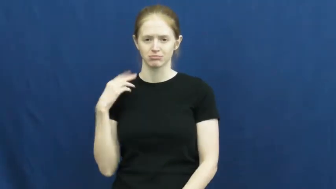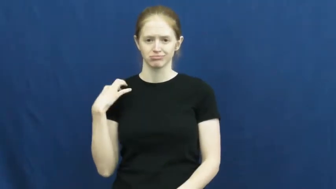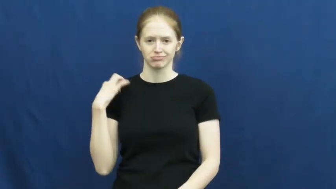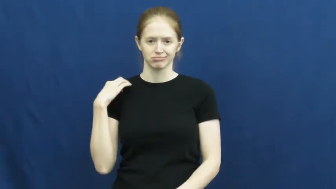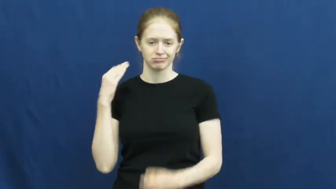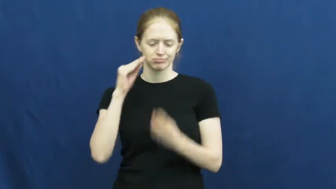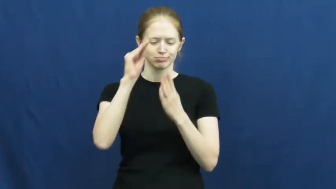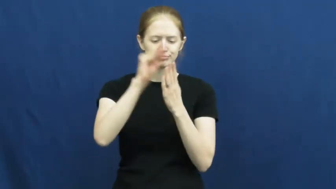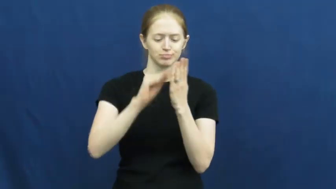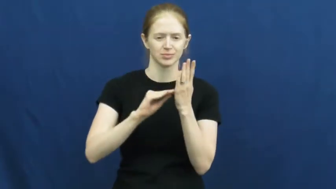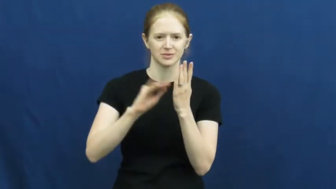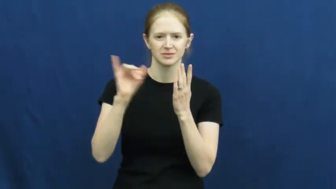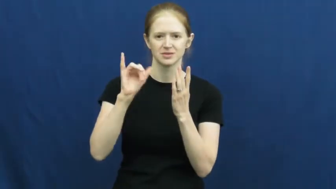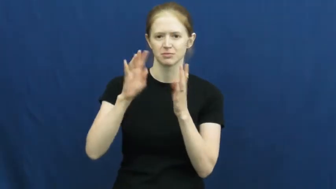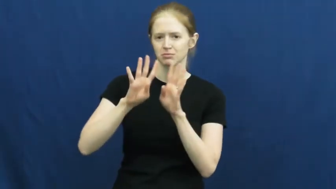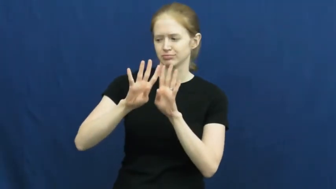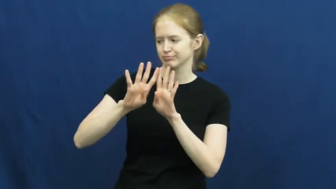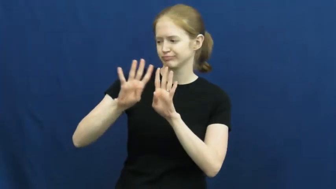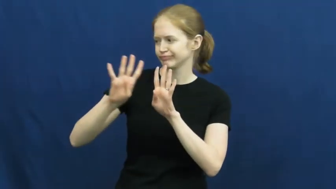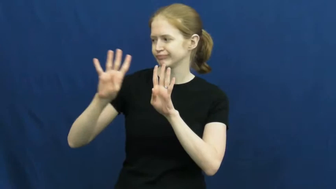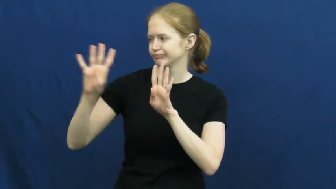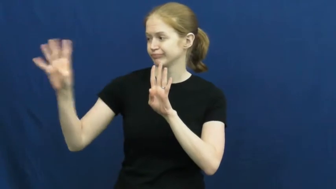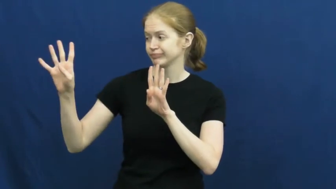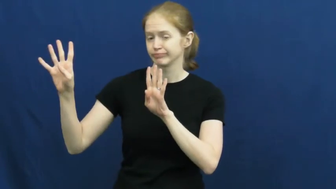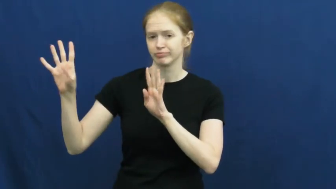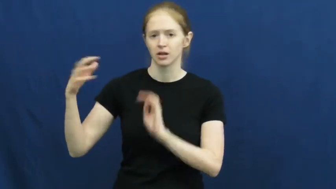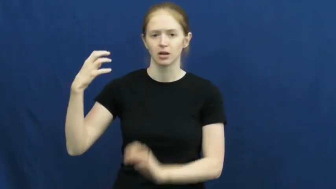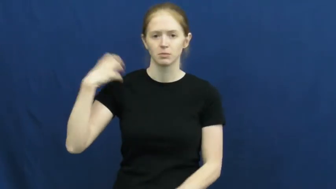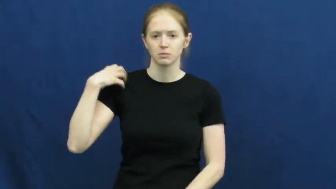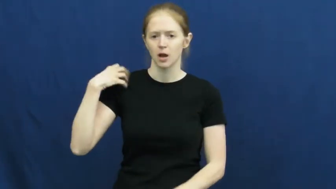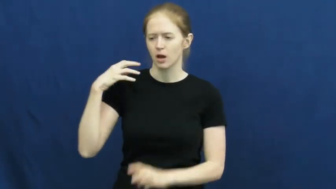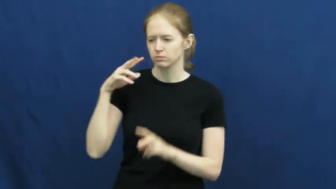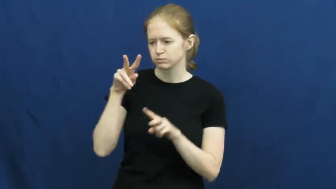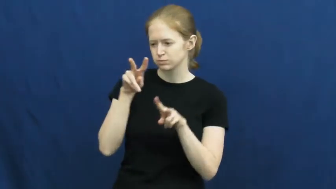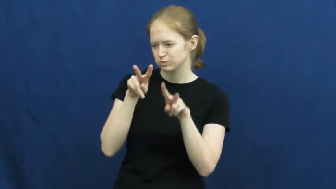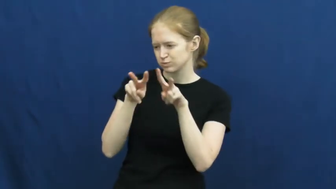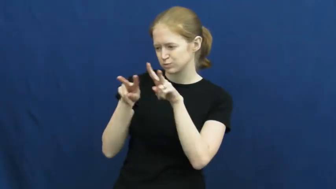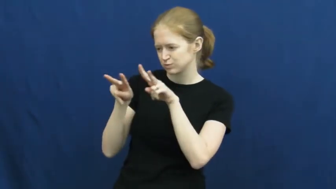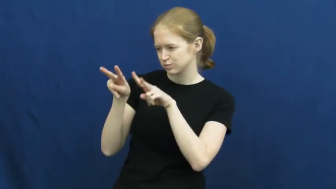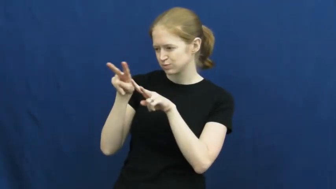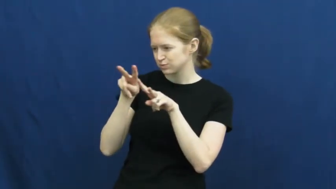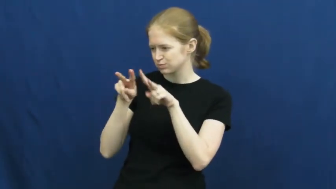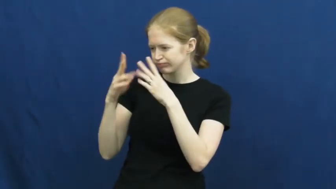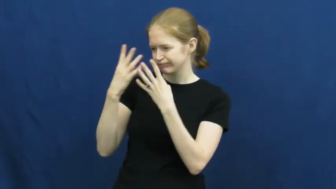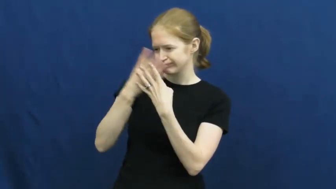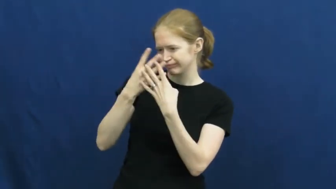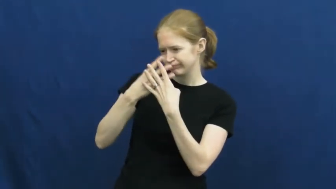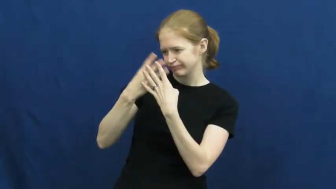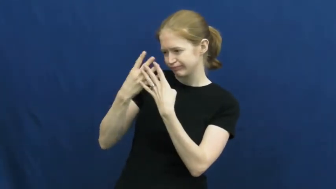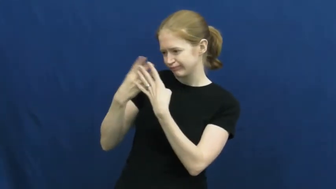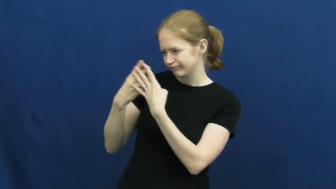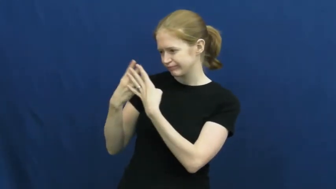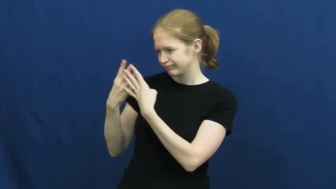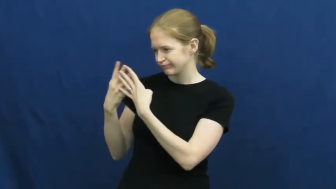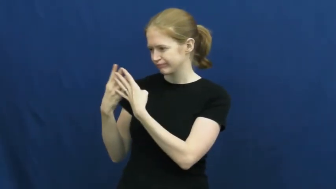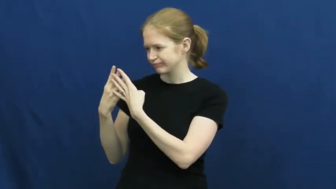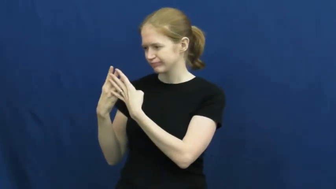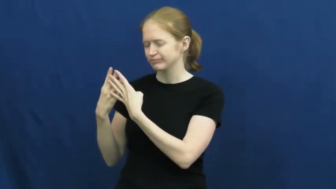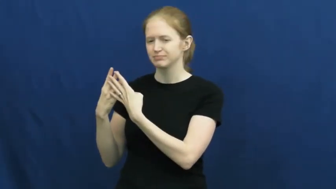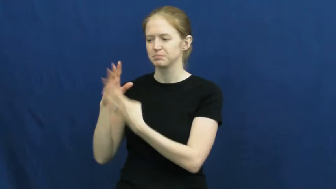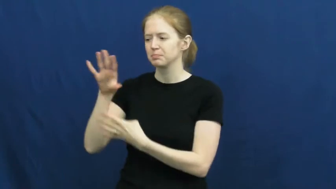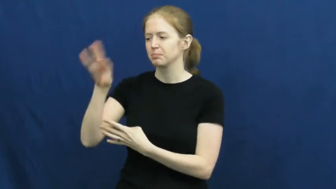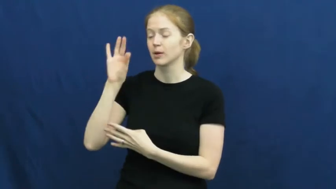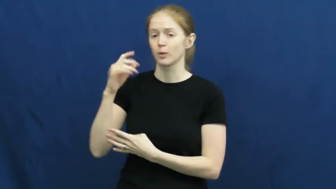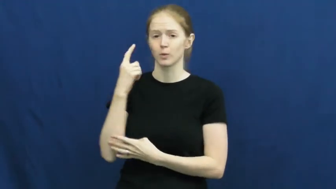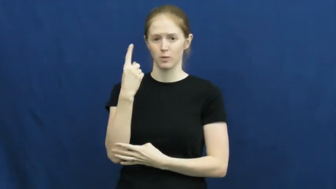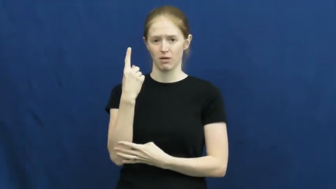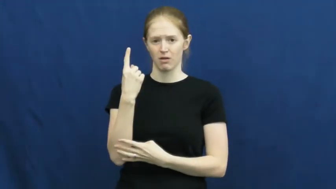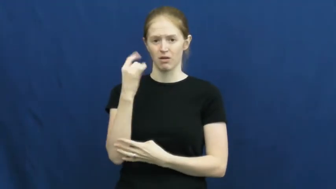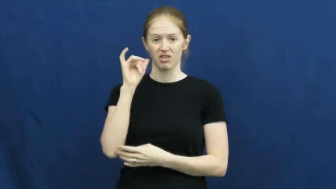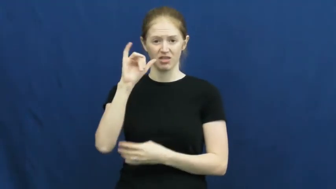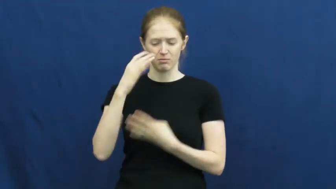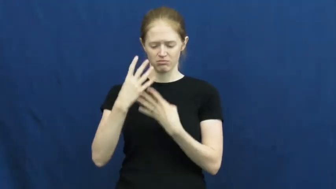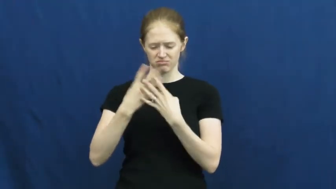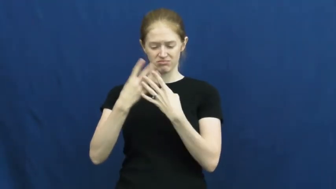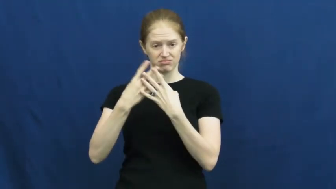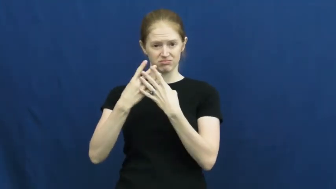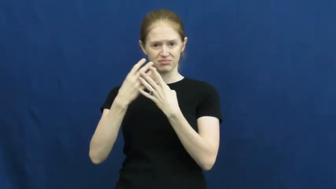screen-job